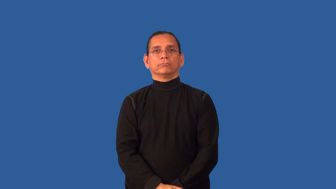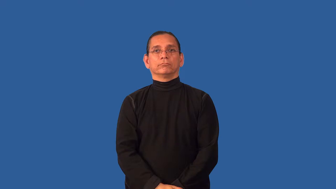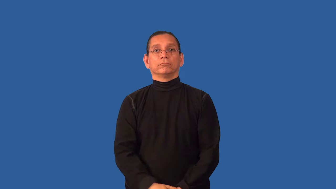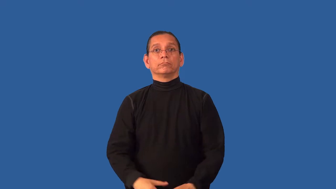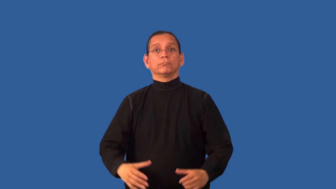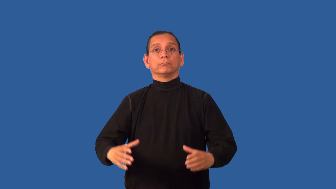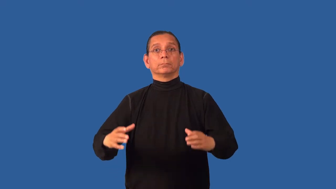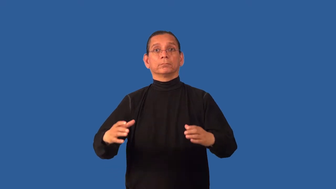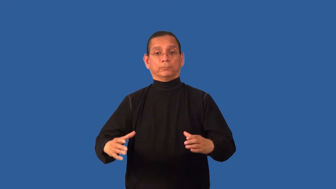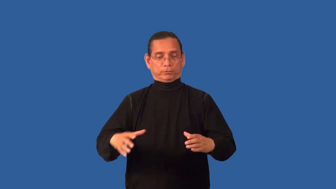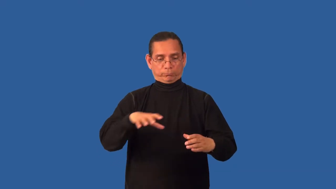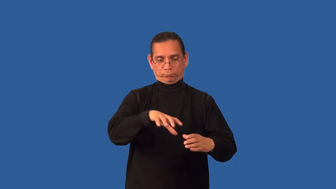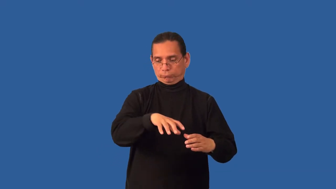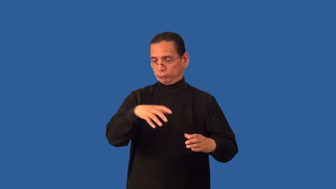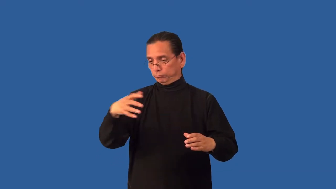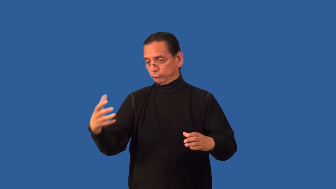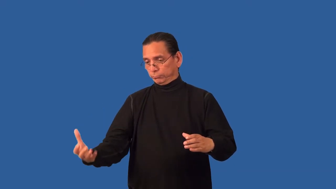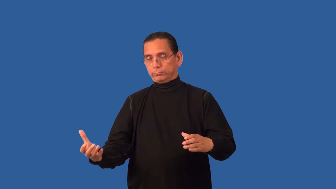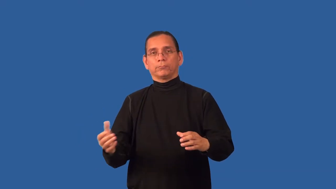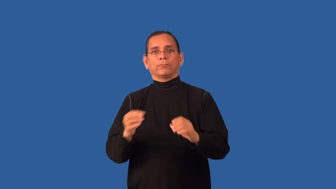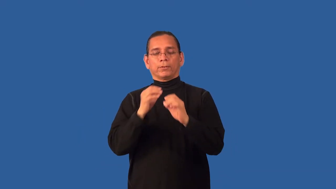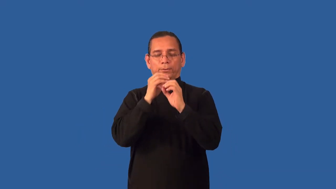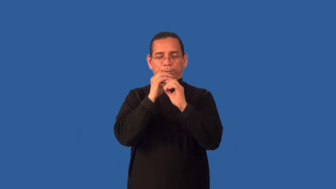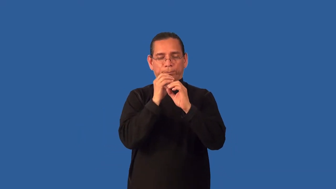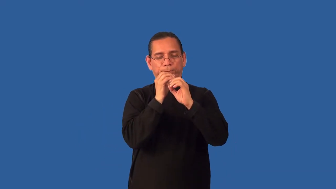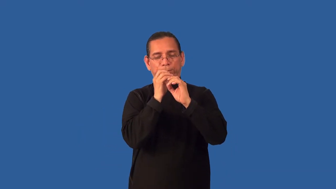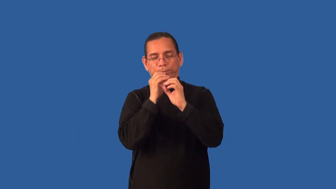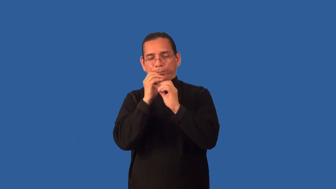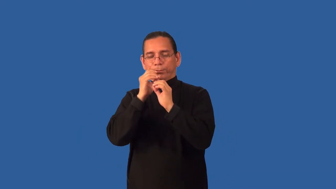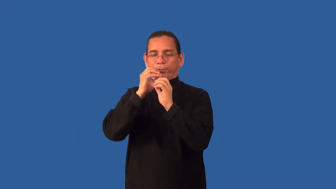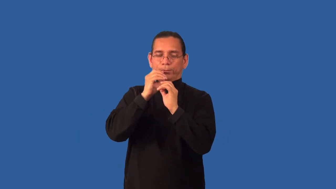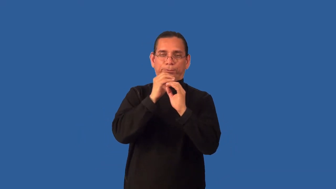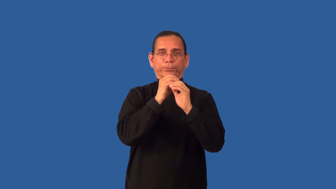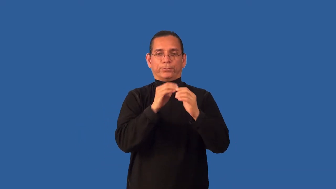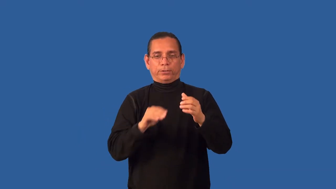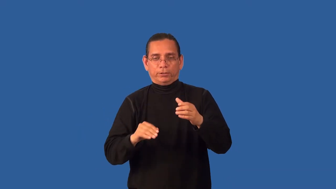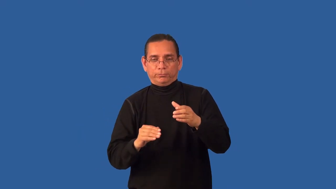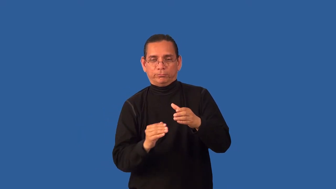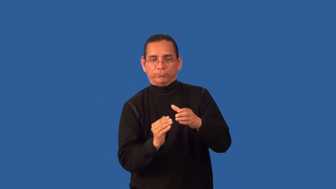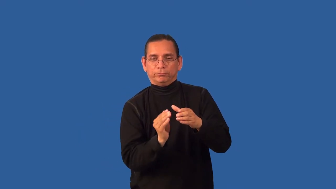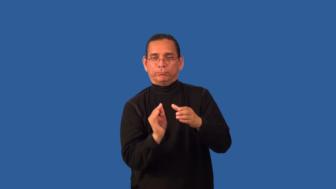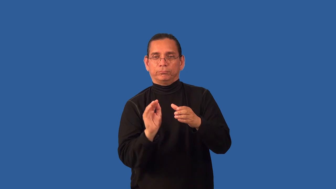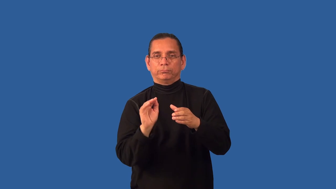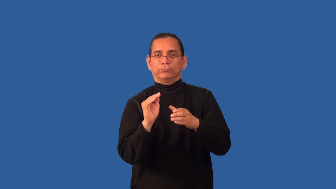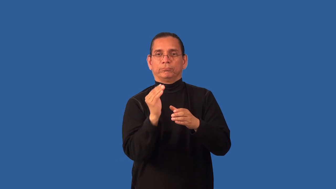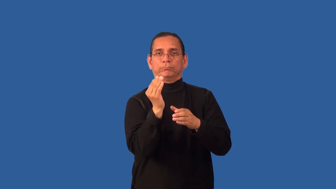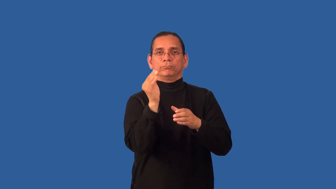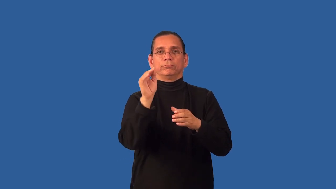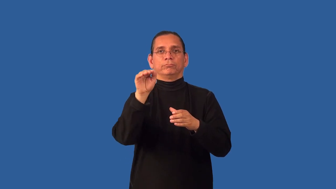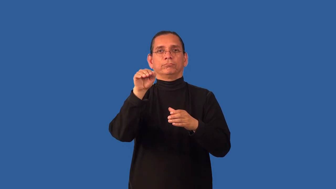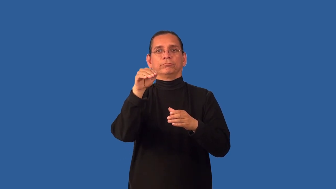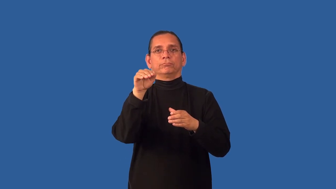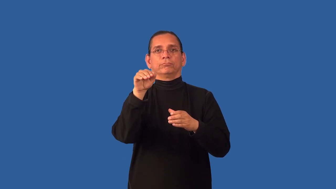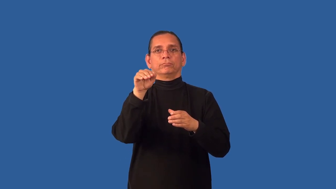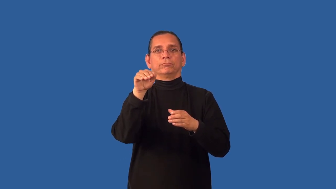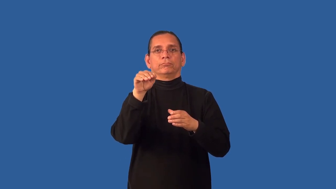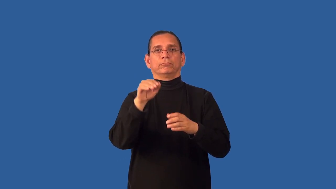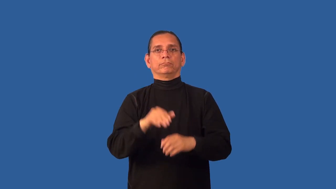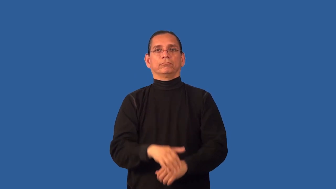charm-snake